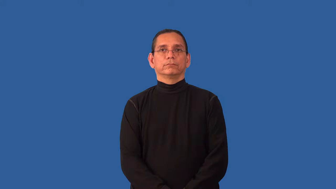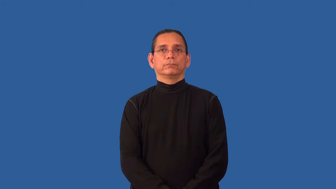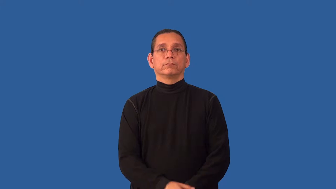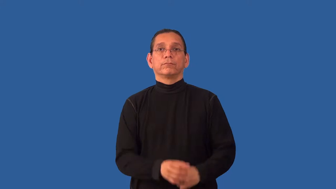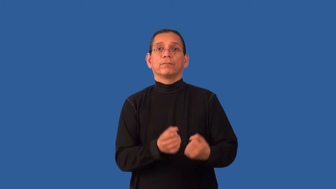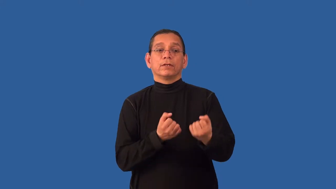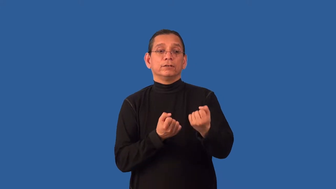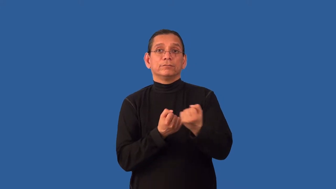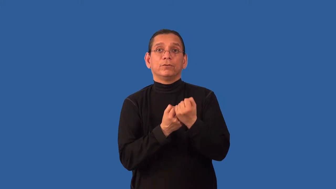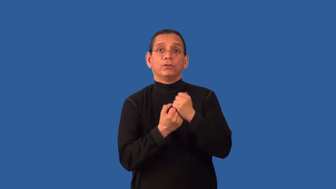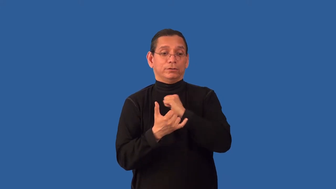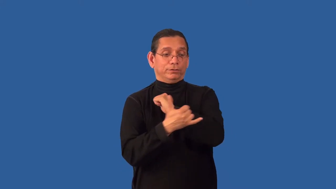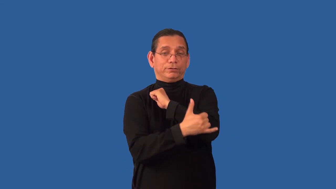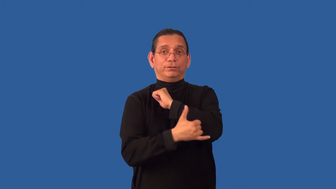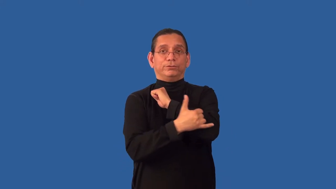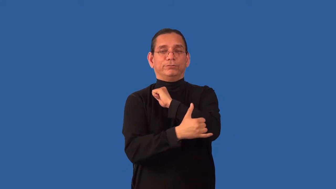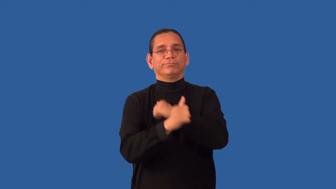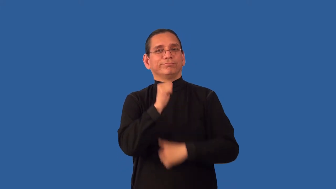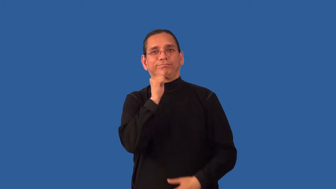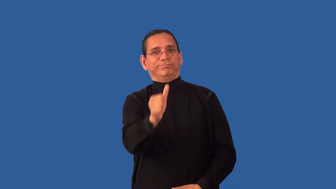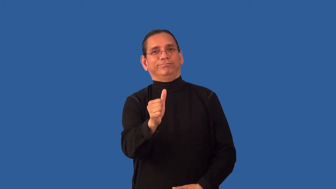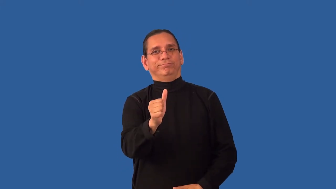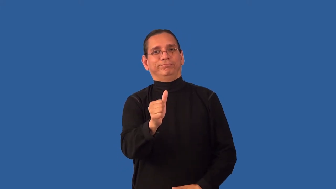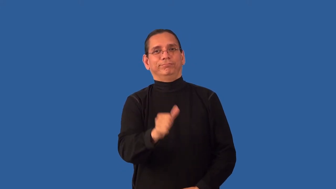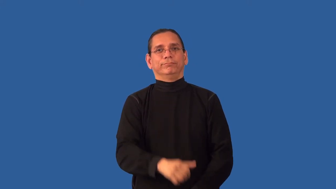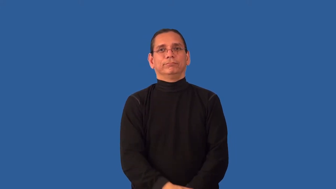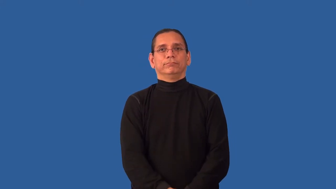unpatriotic